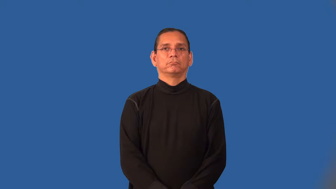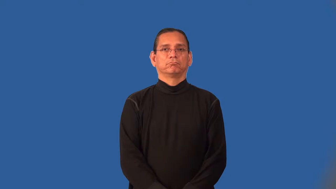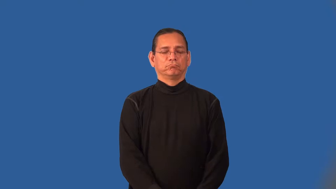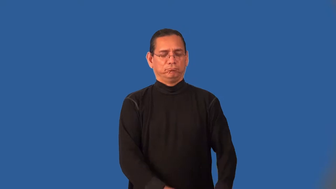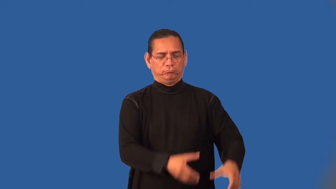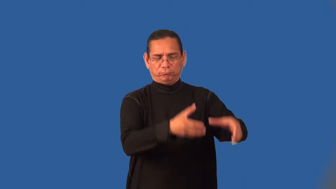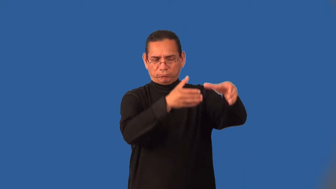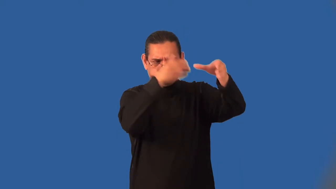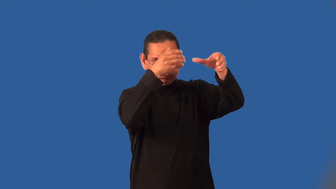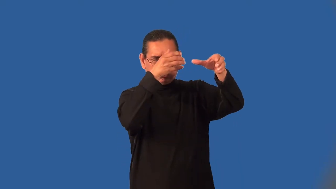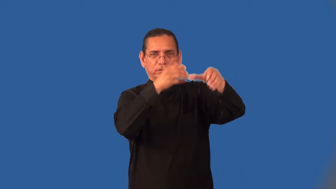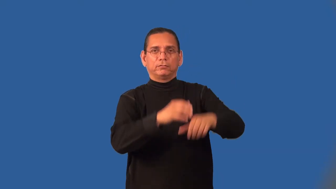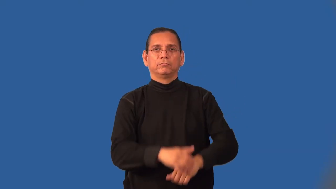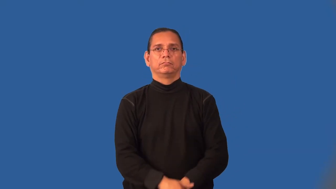intimate-know in depth